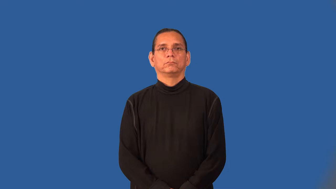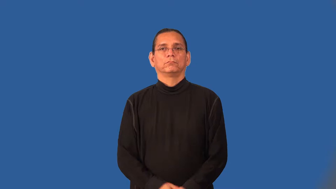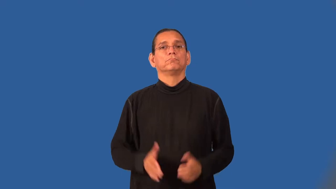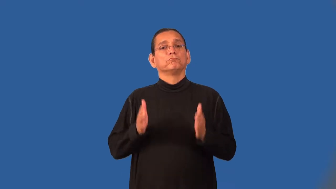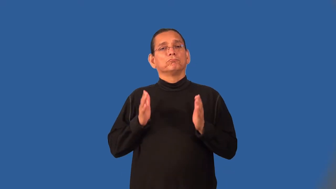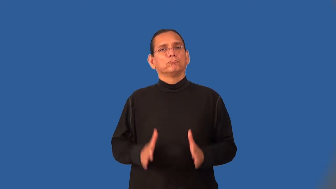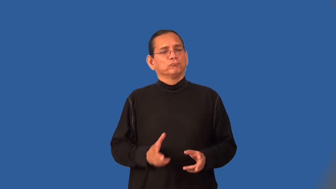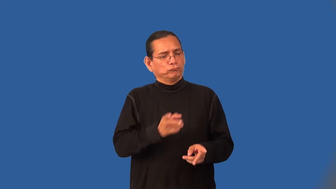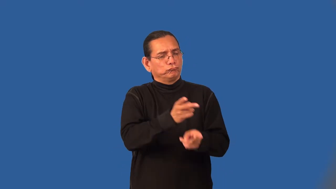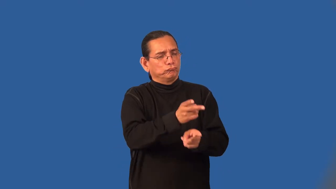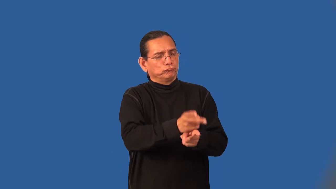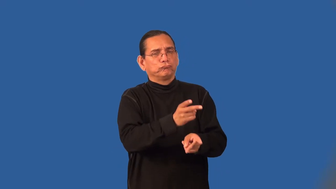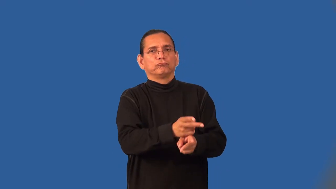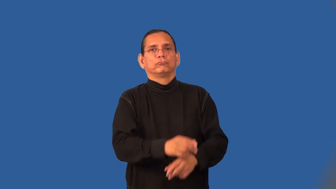caregiver,sitter